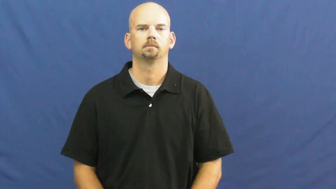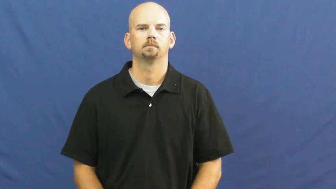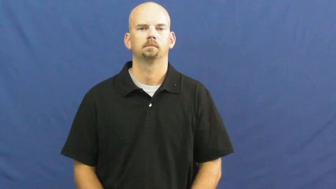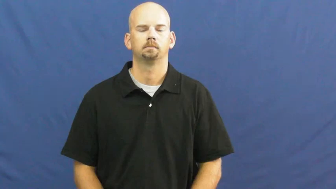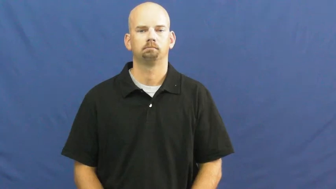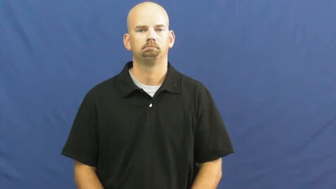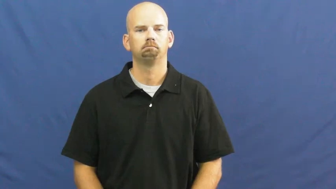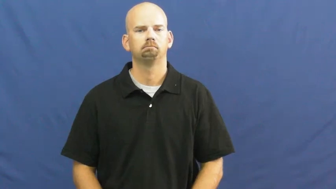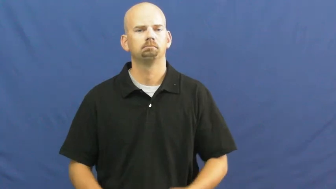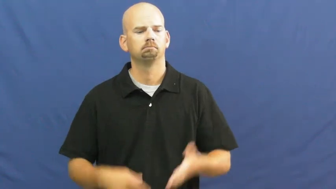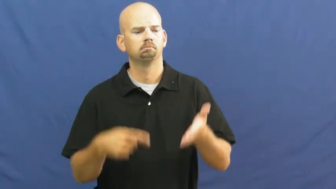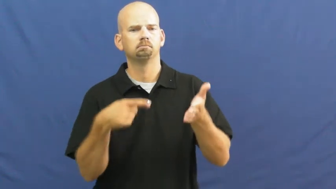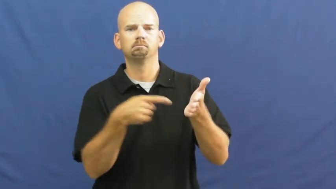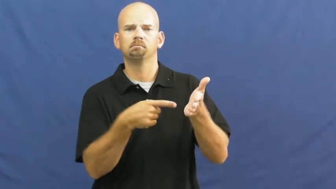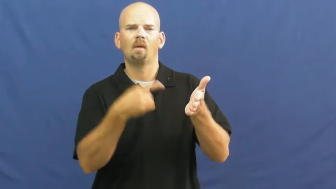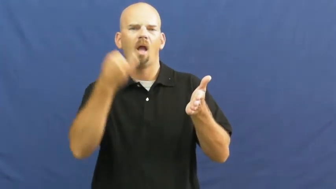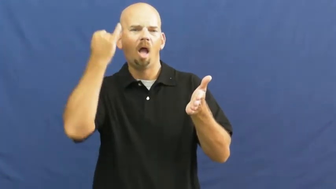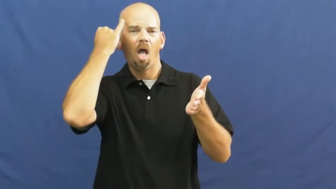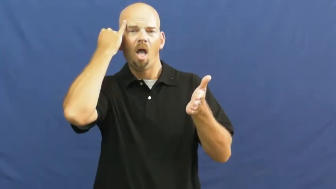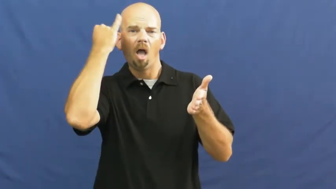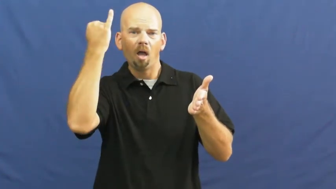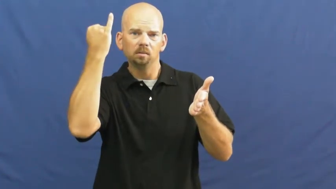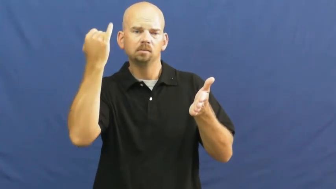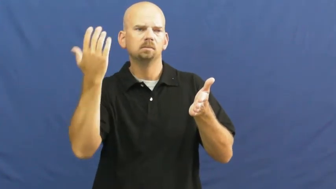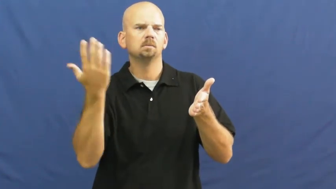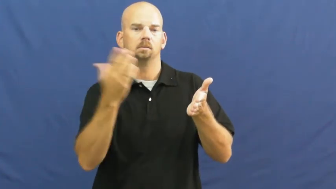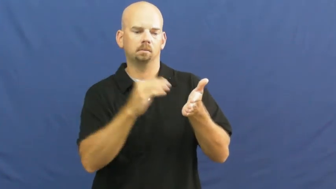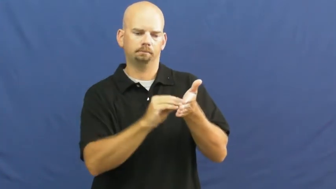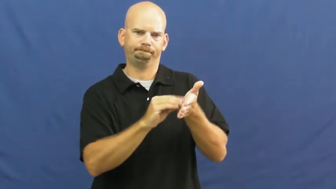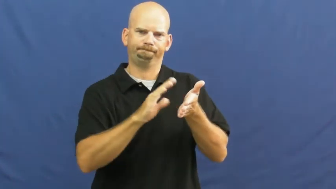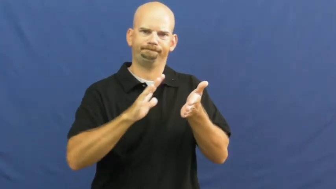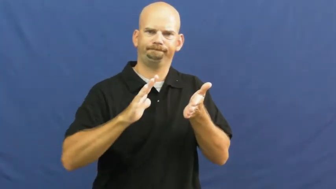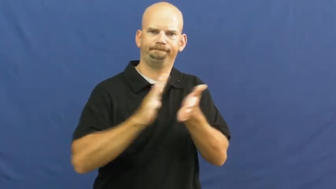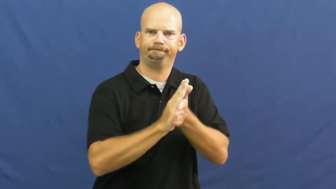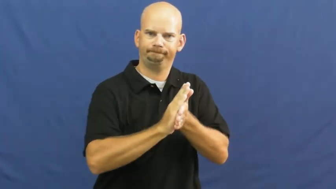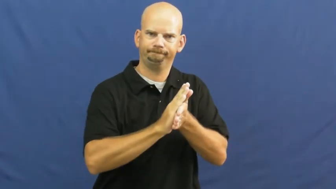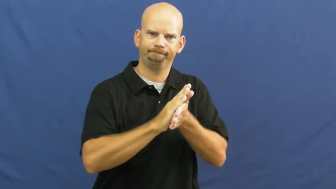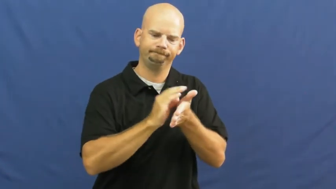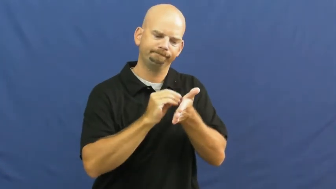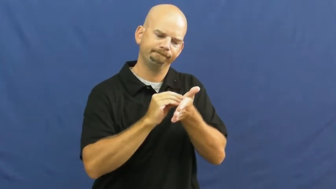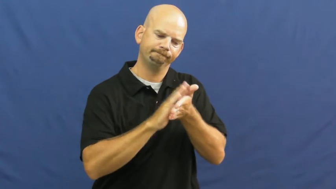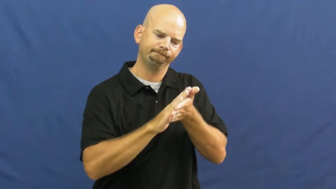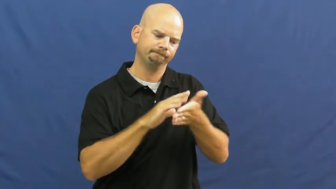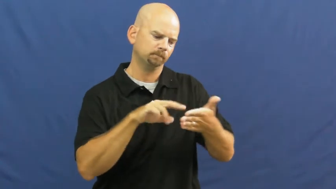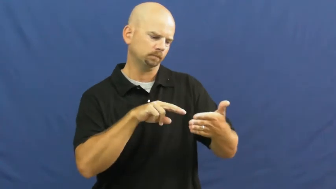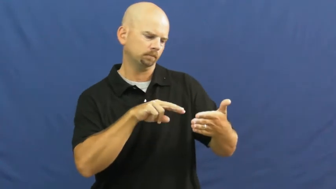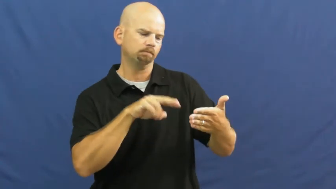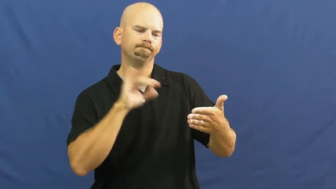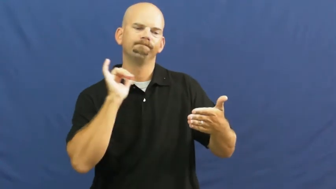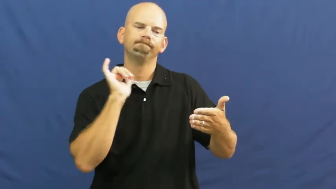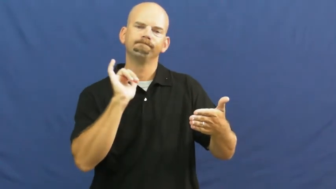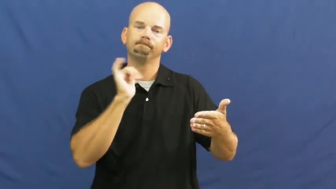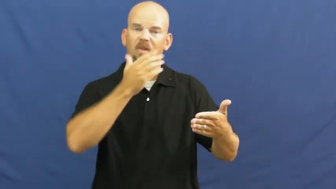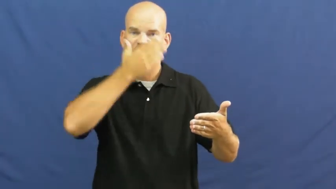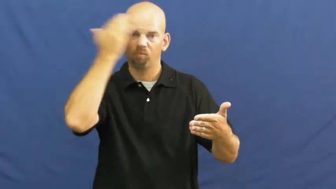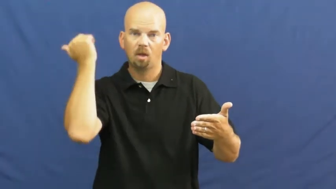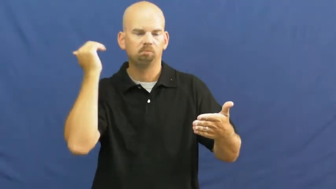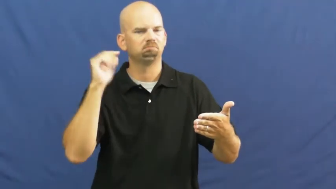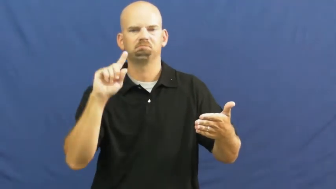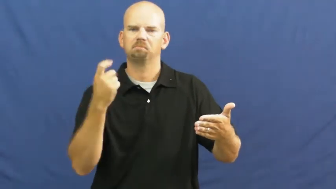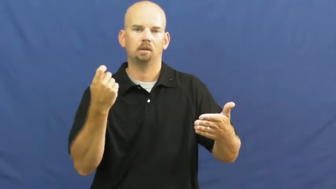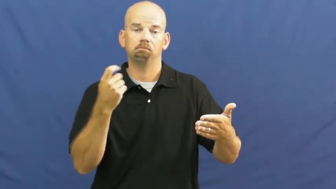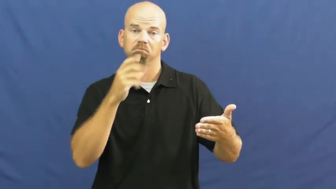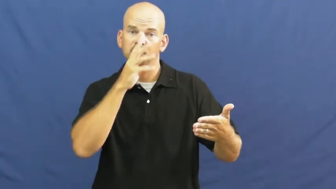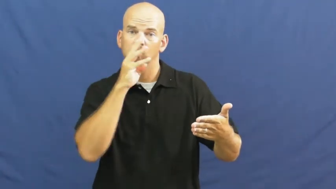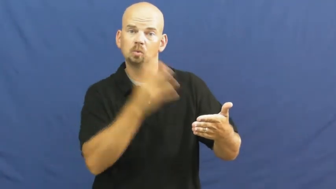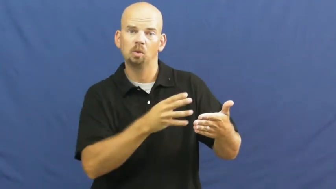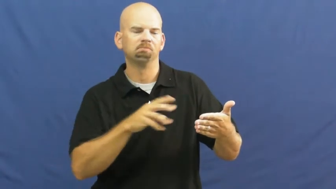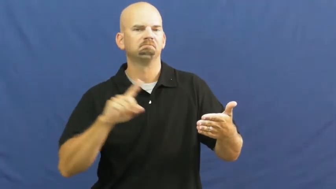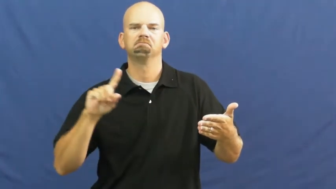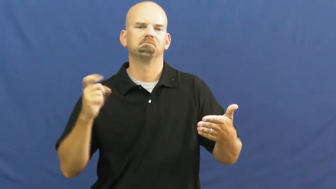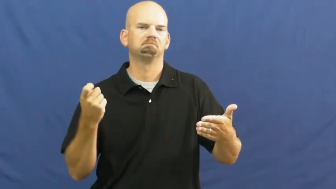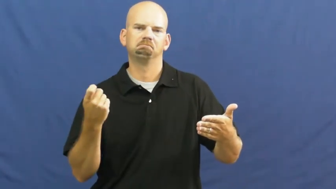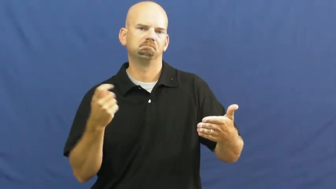enshrine